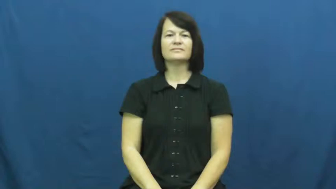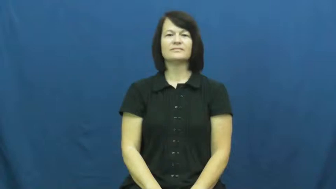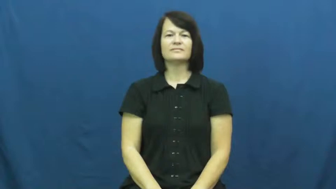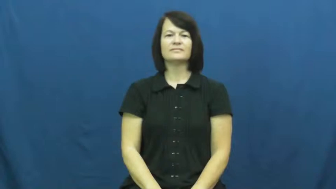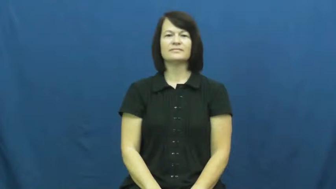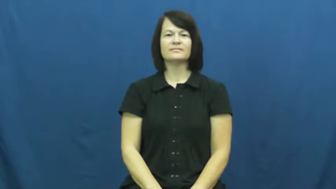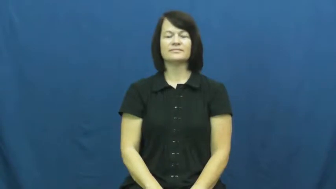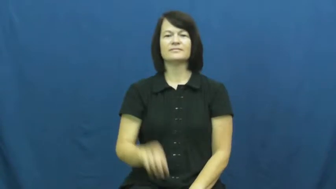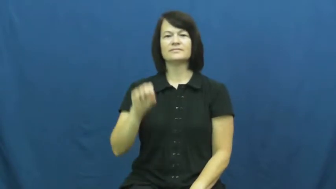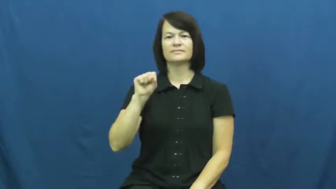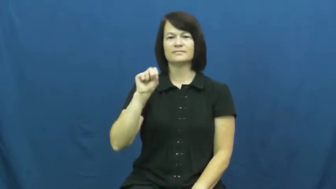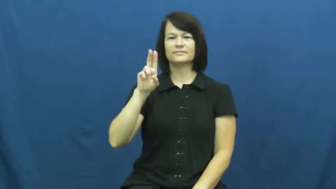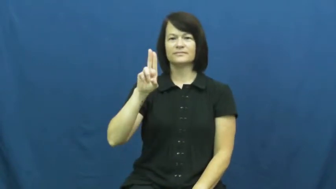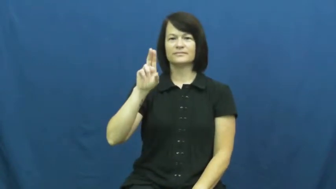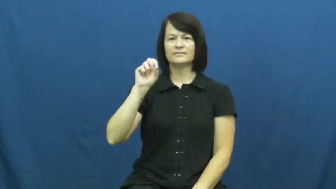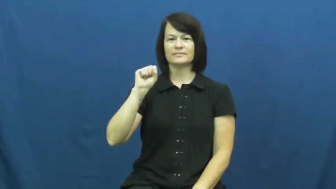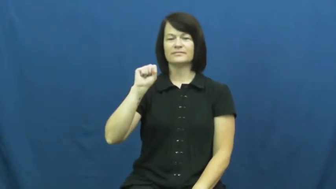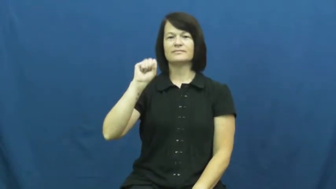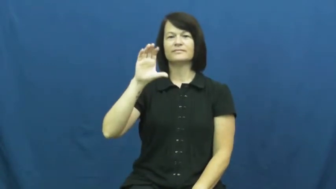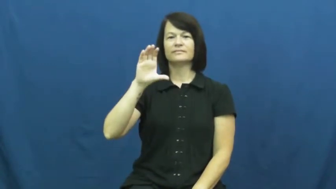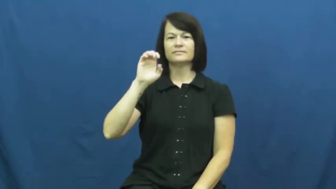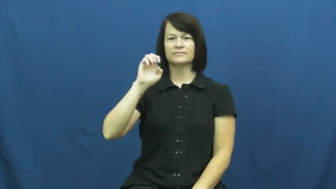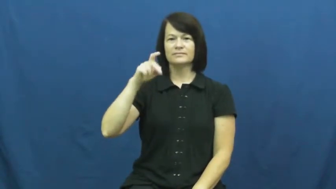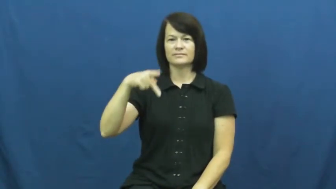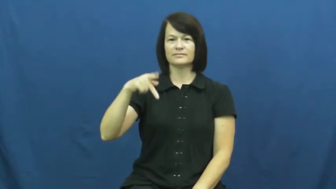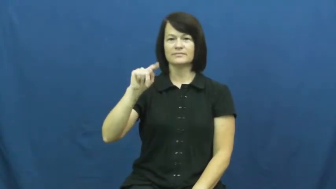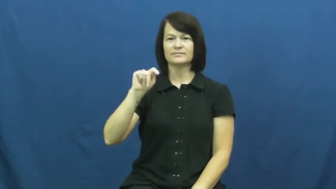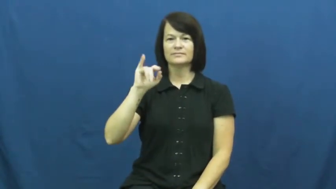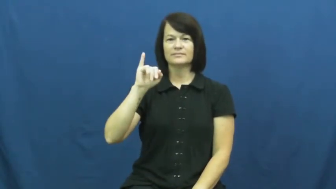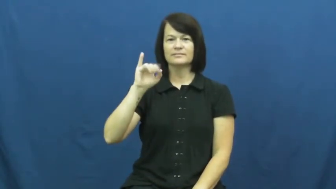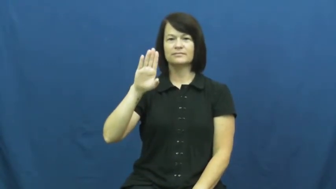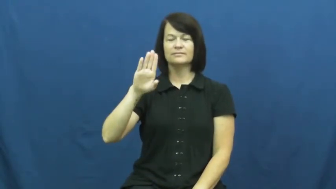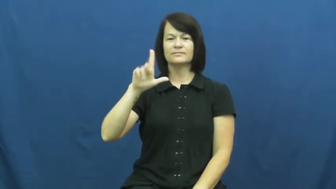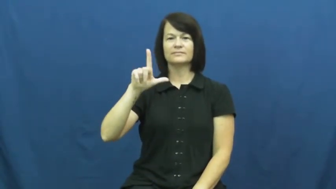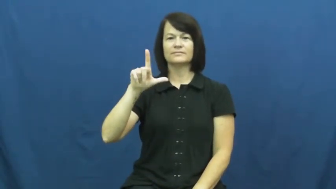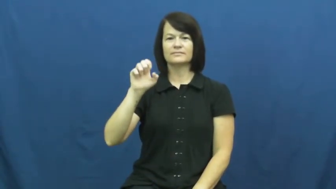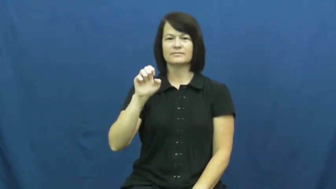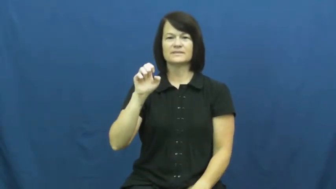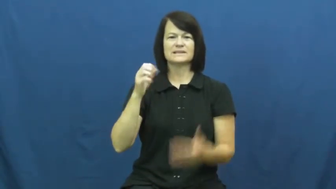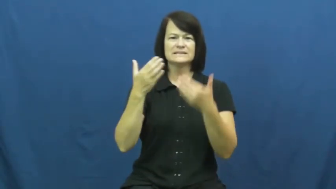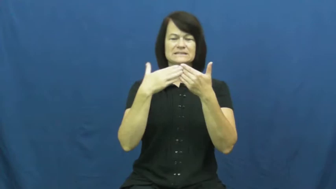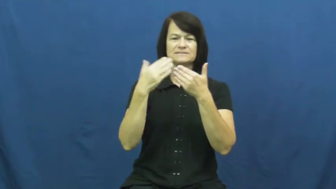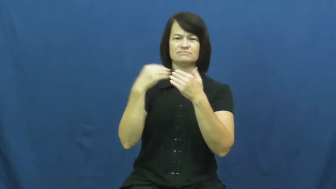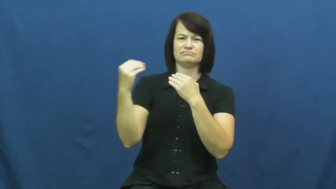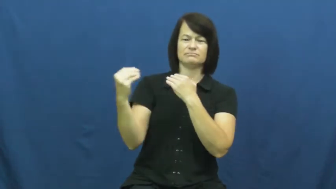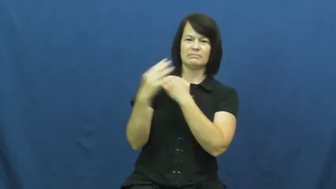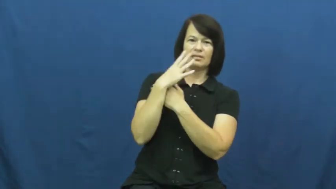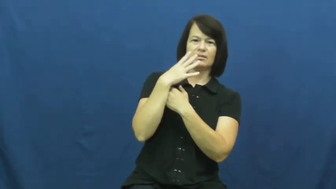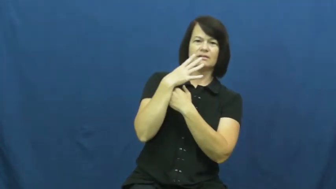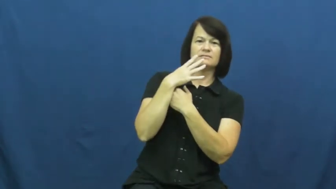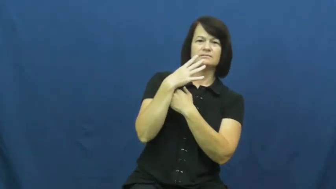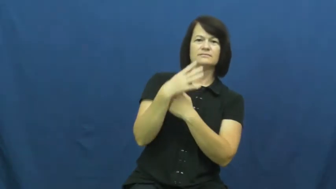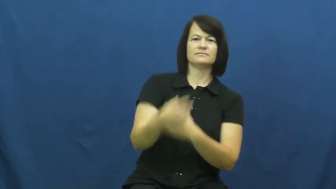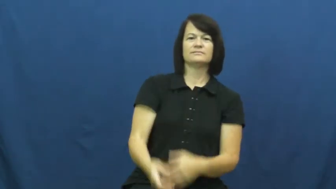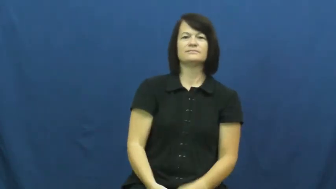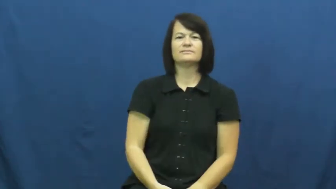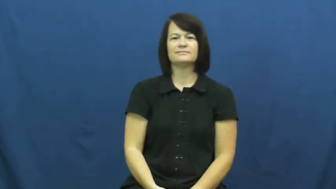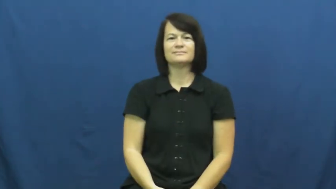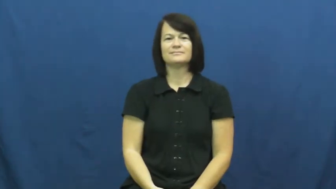susceptible